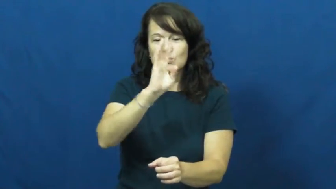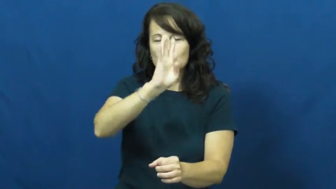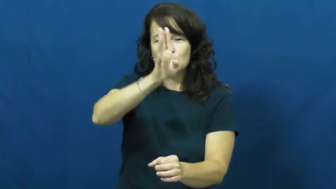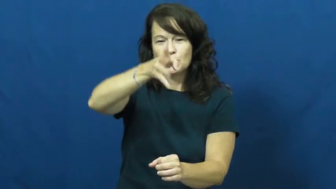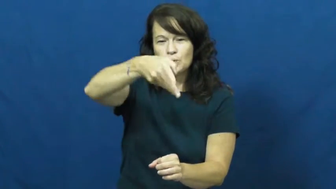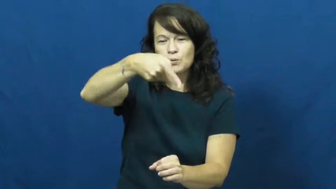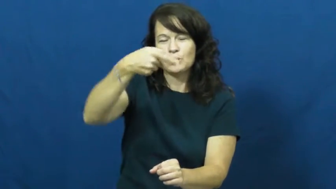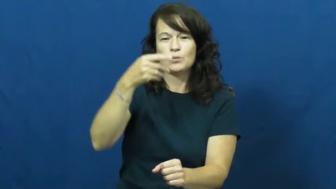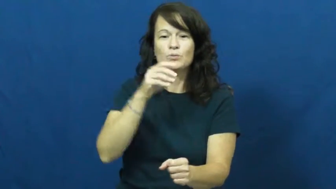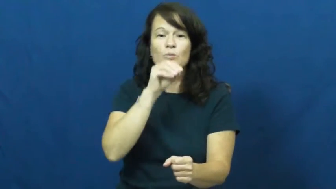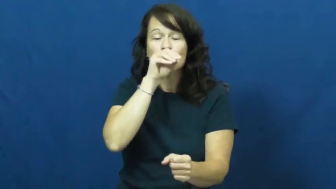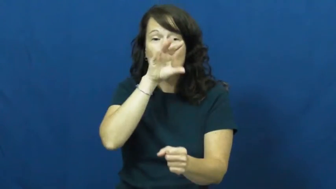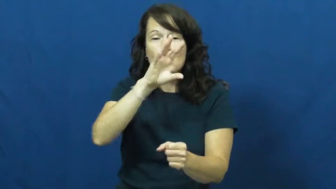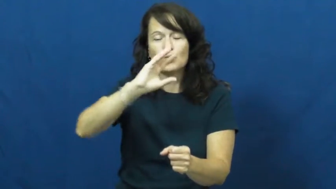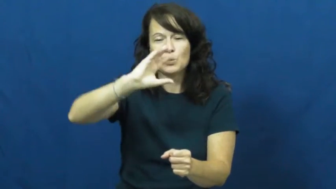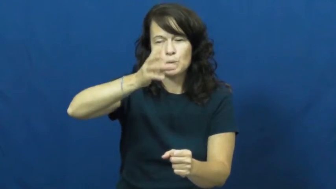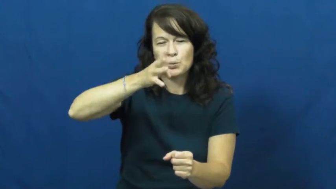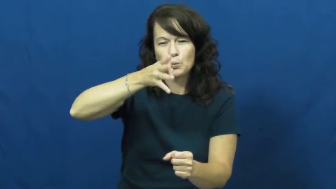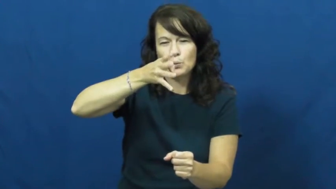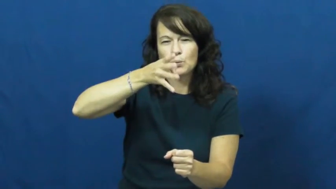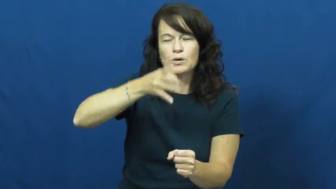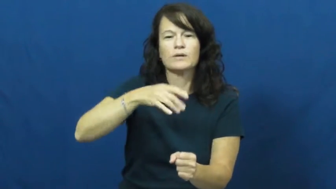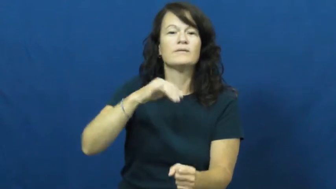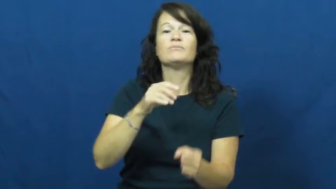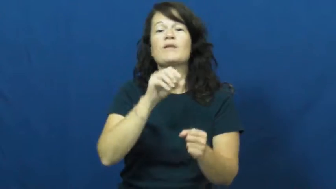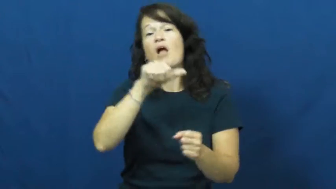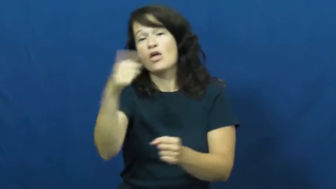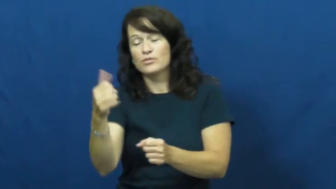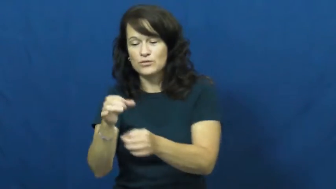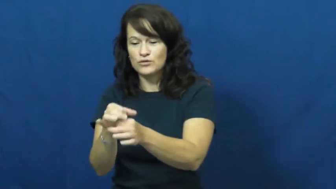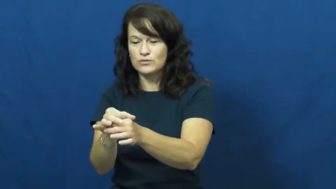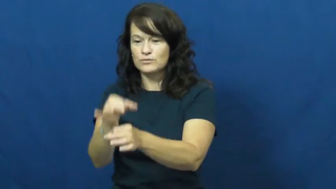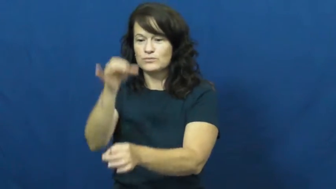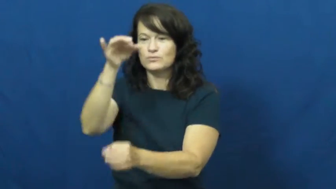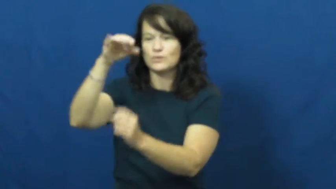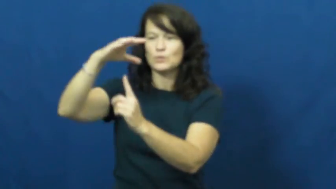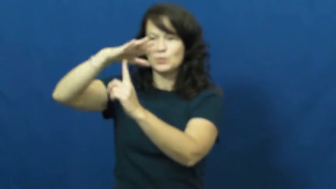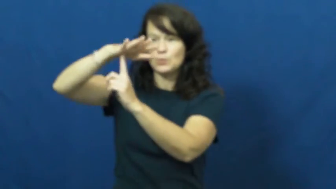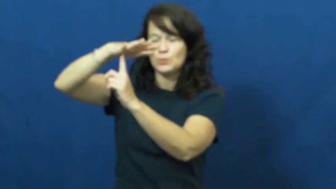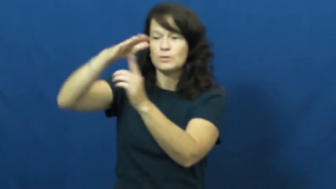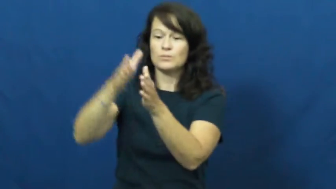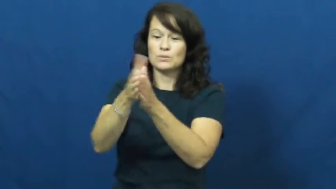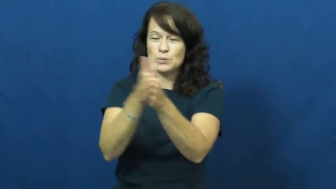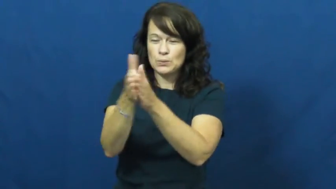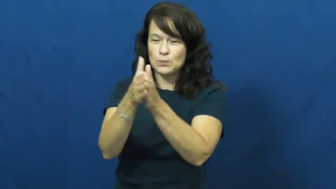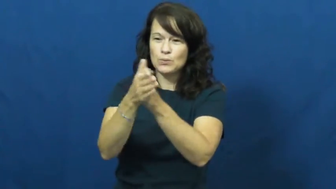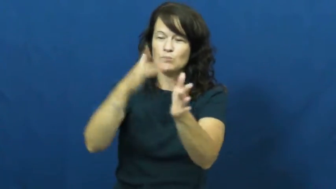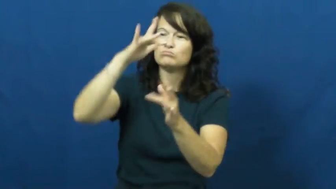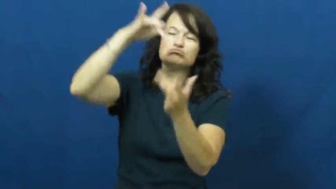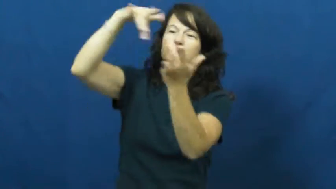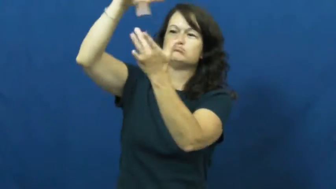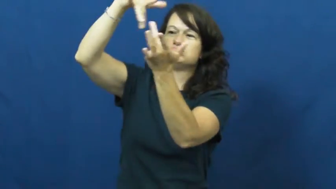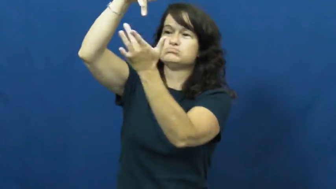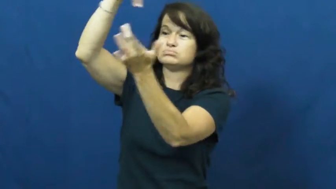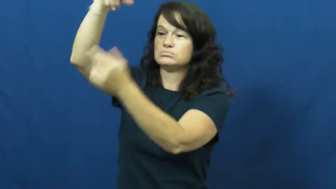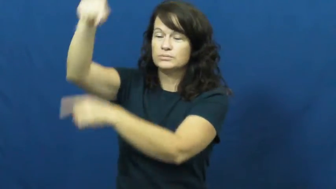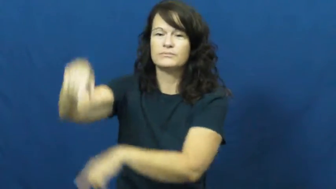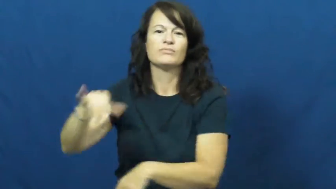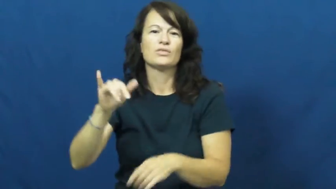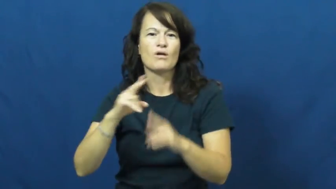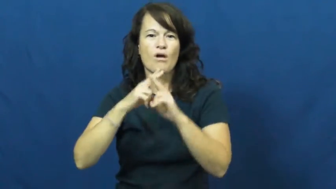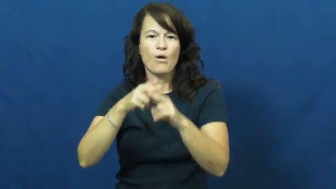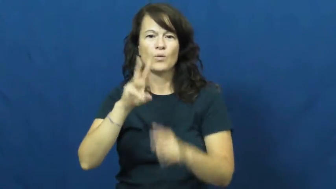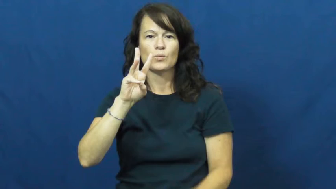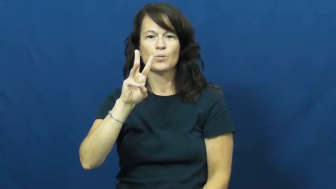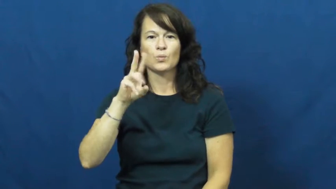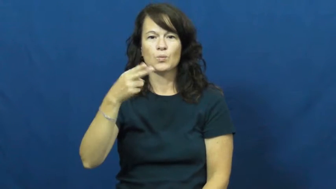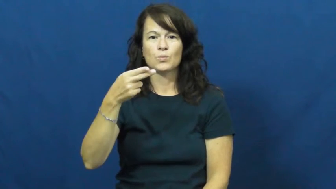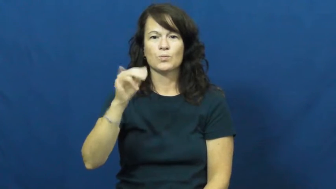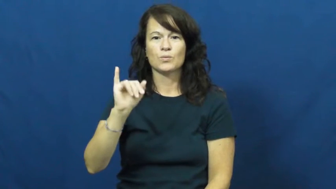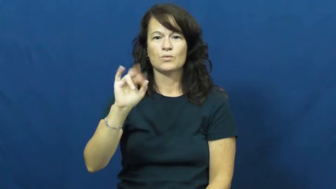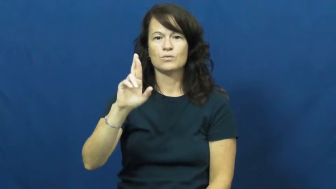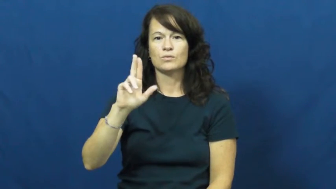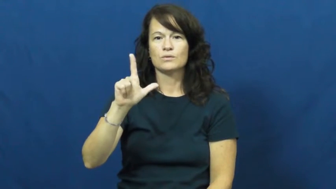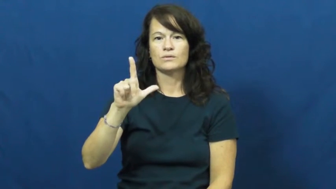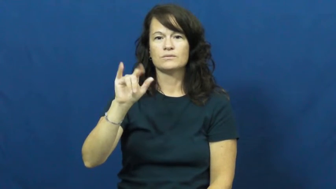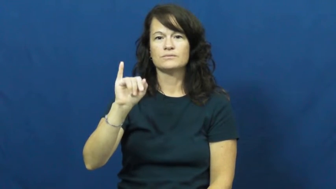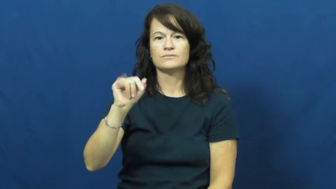whirligig